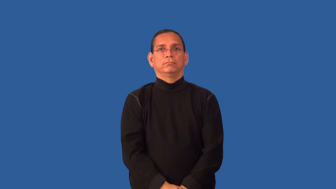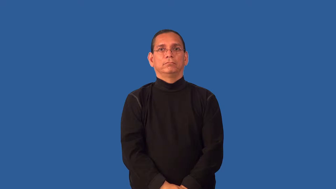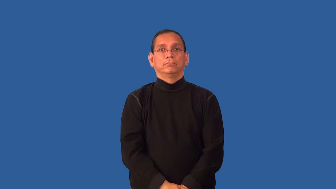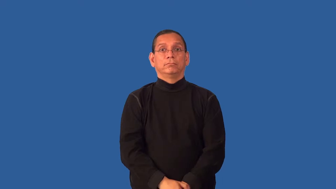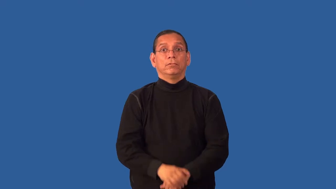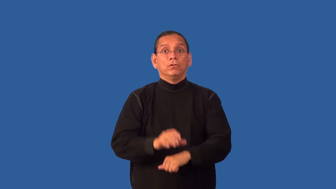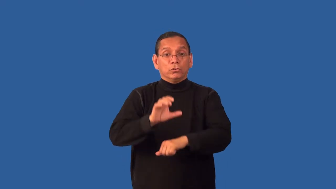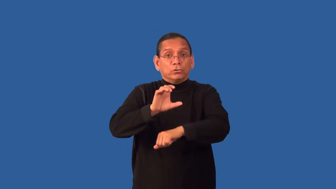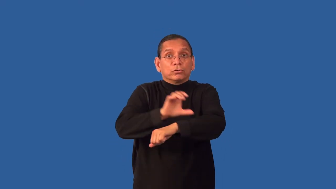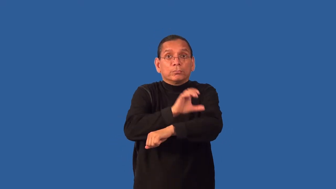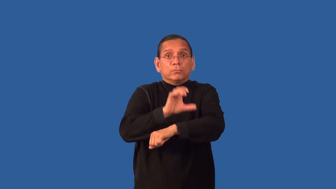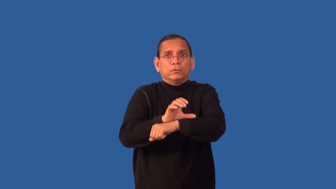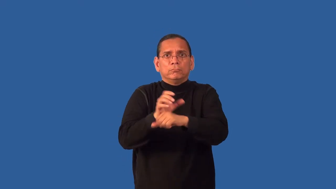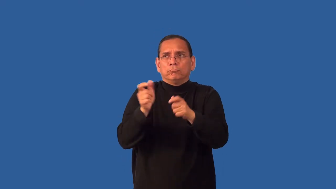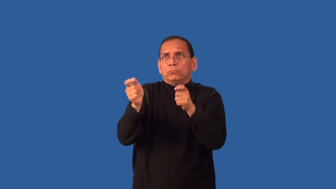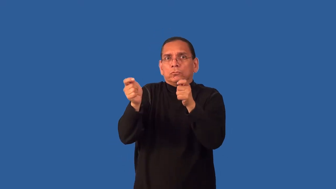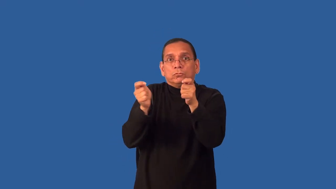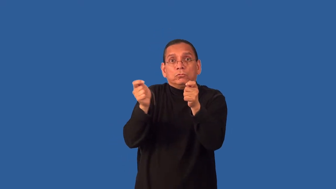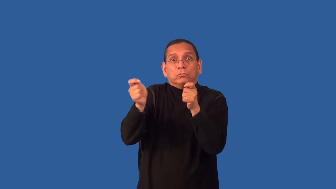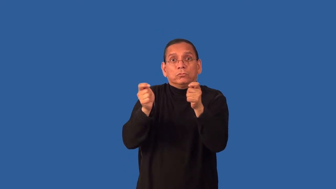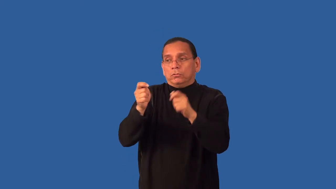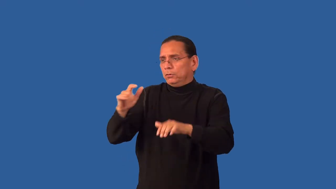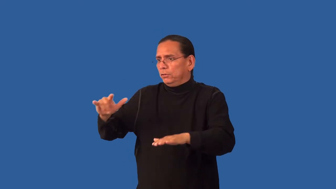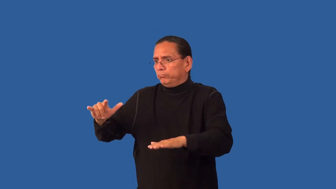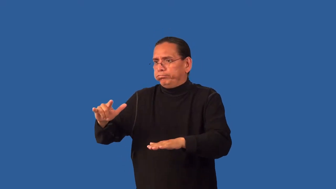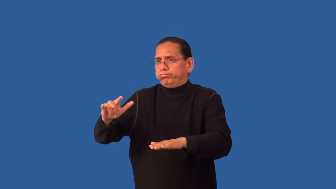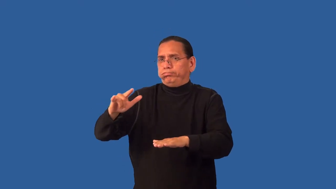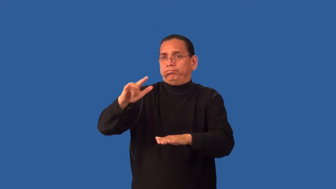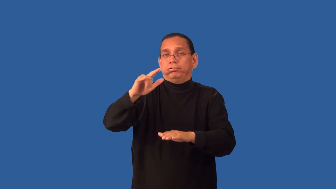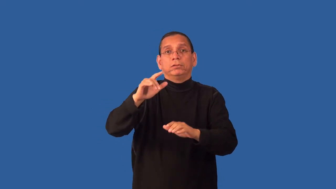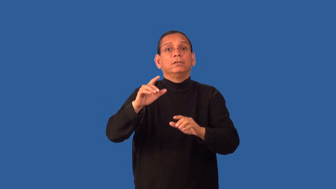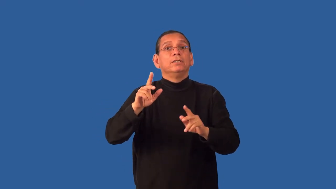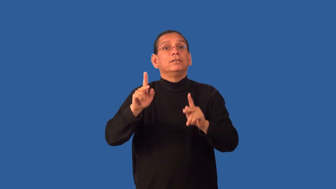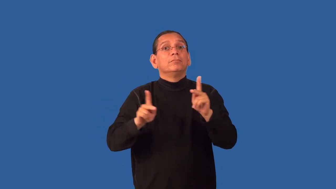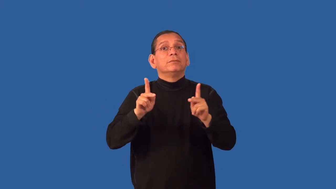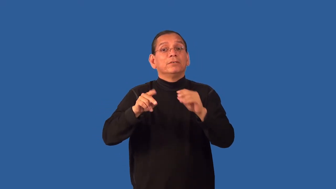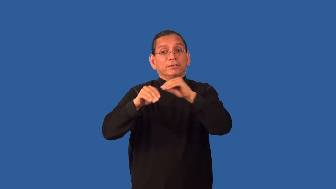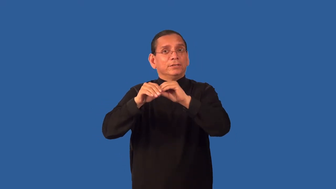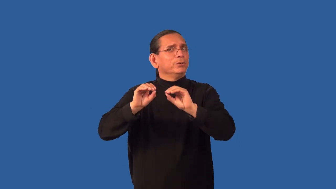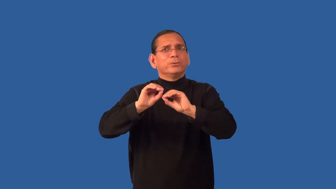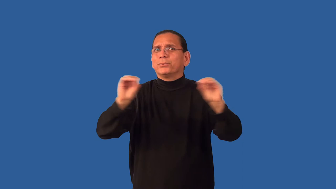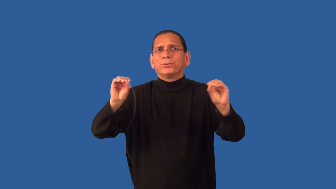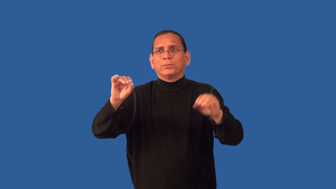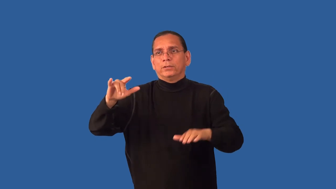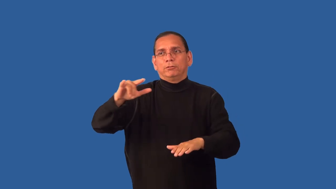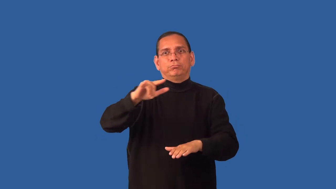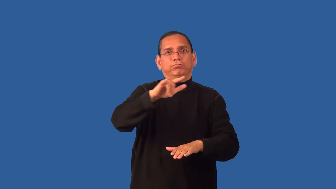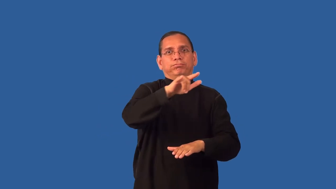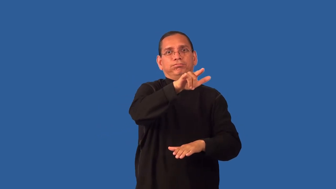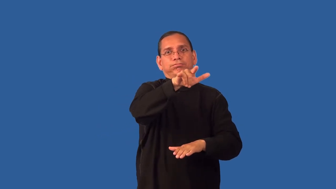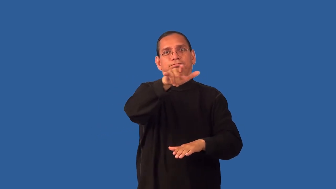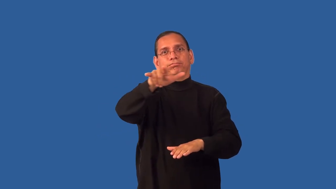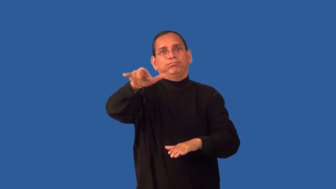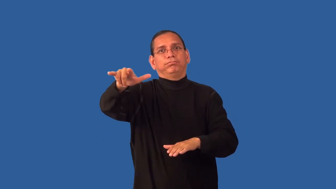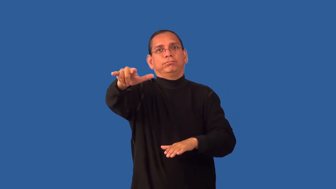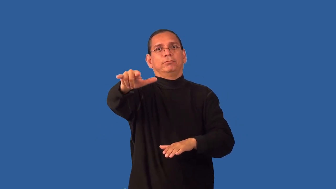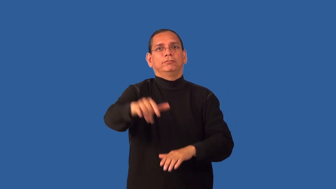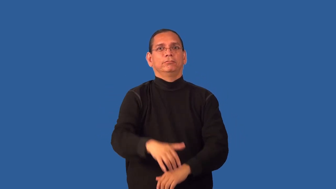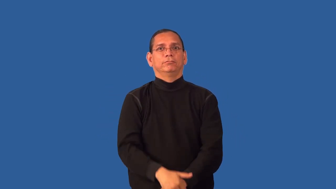drone-plane